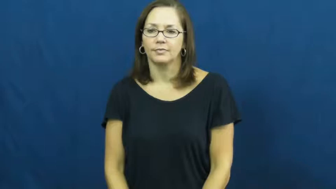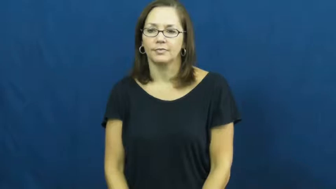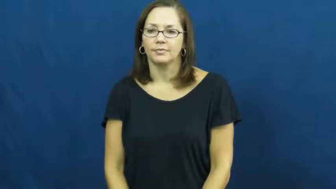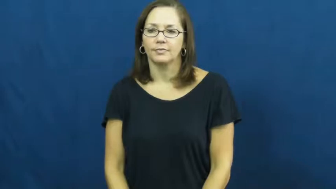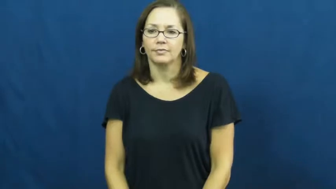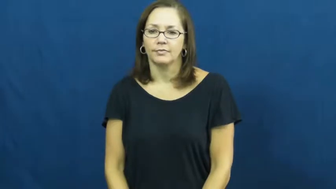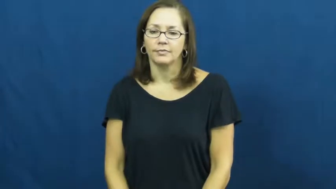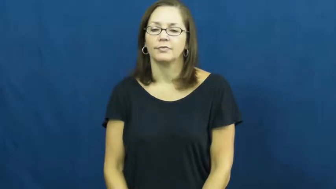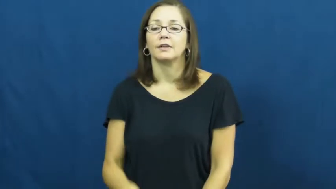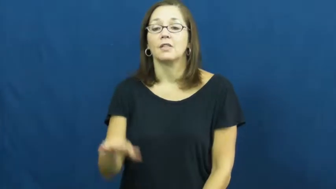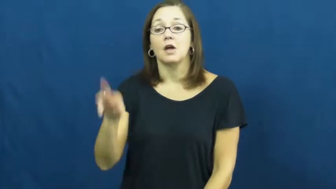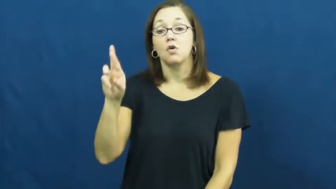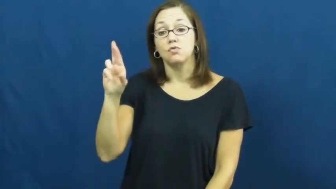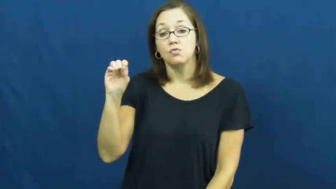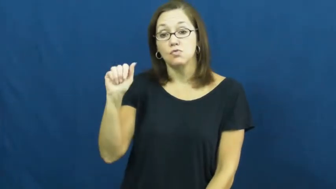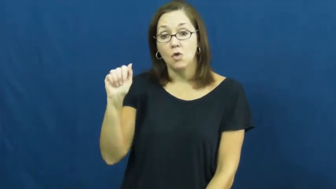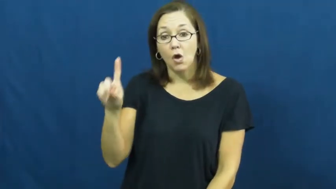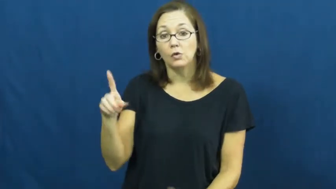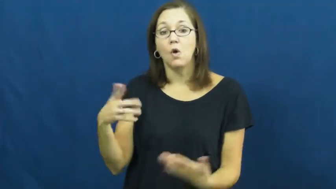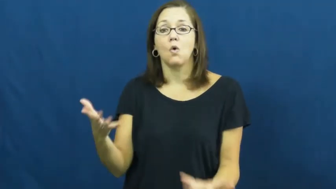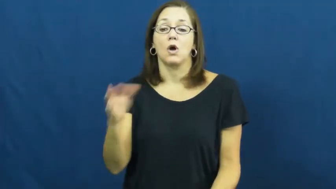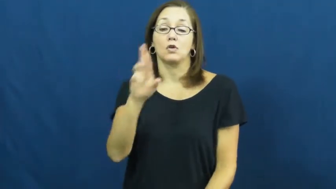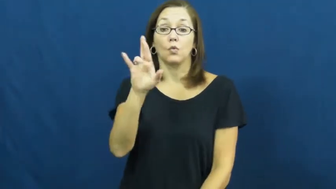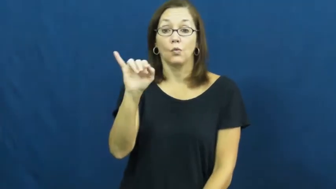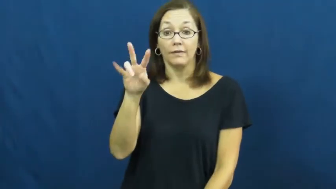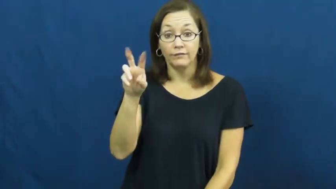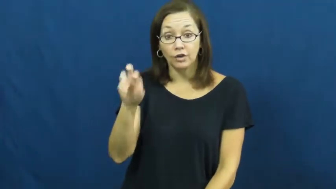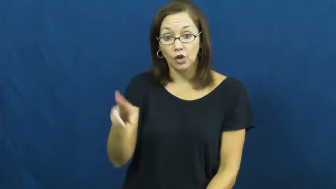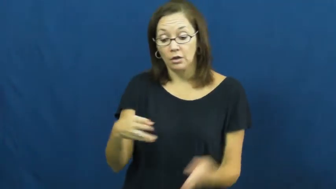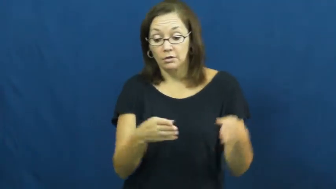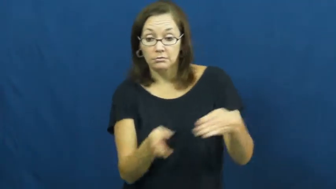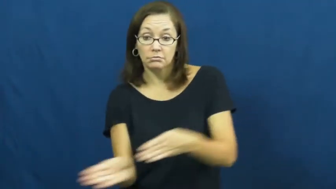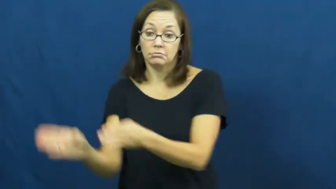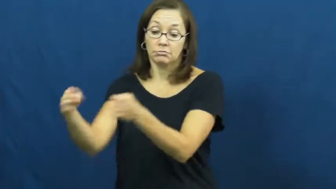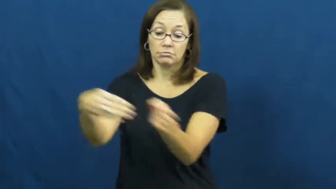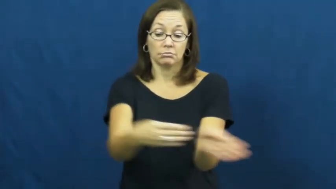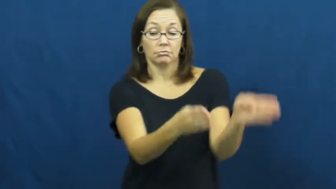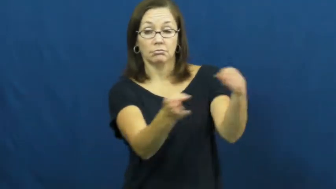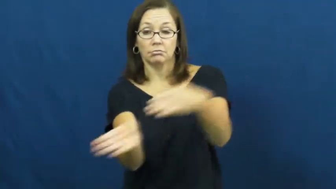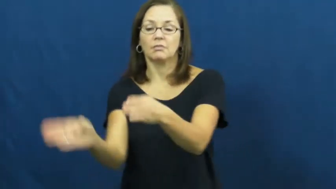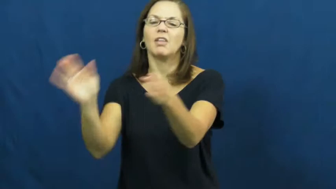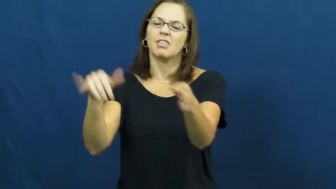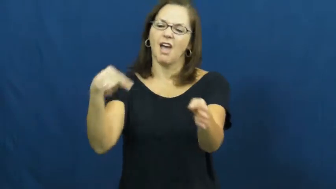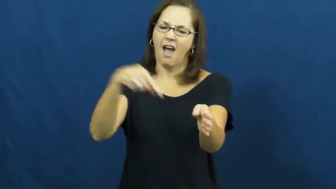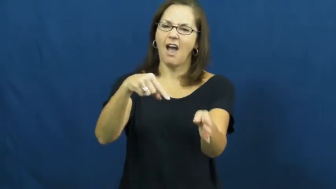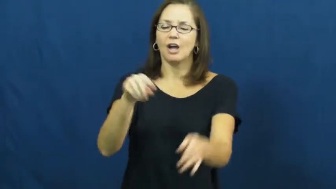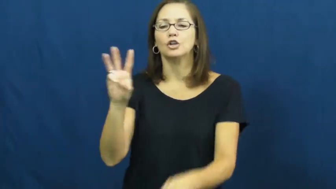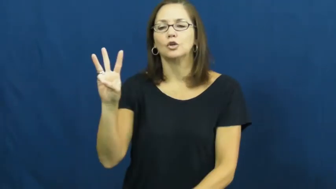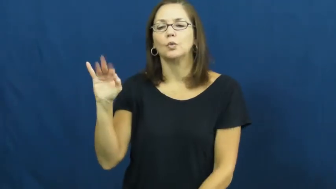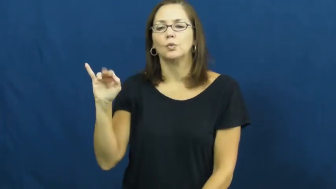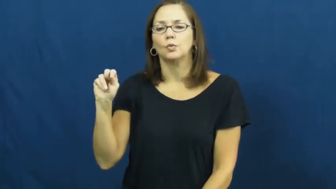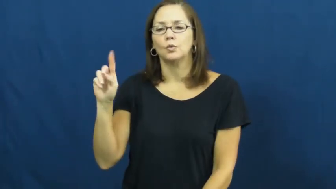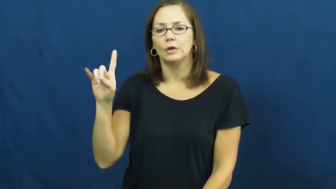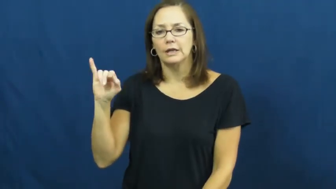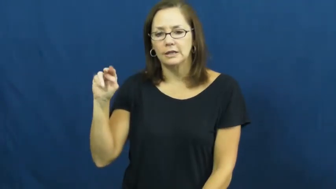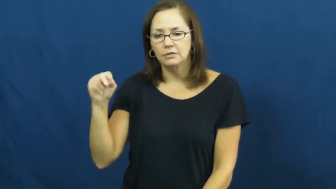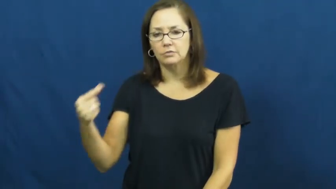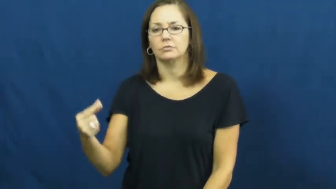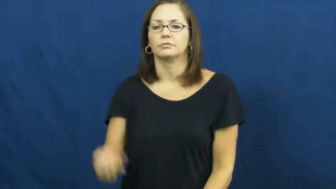winding-road